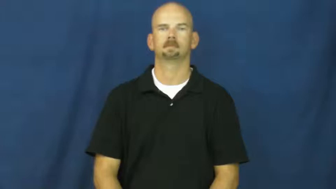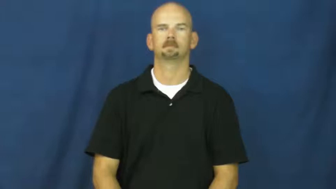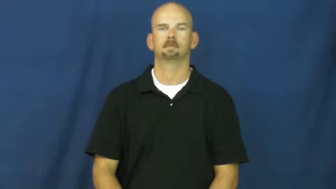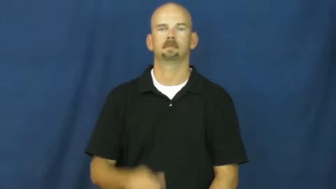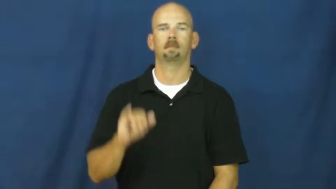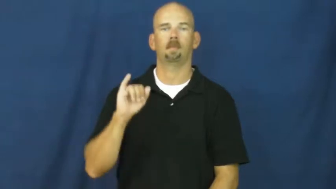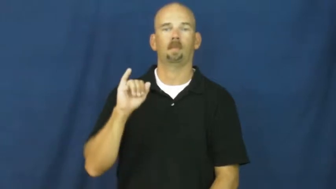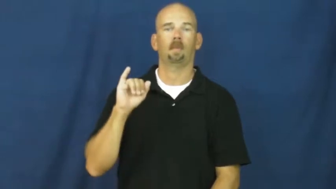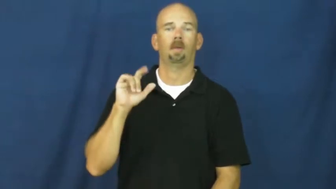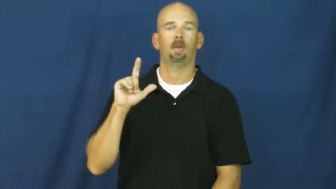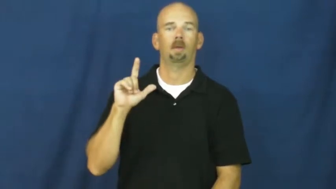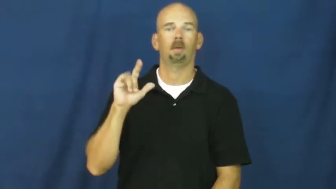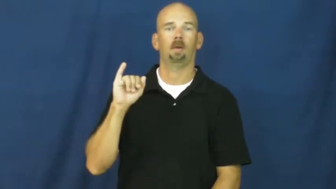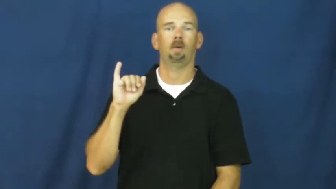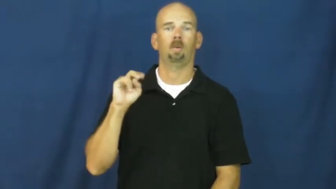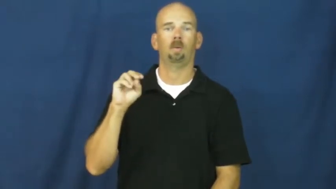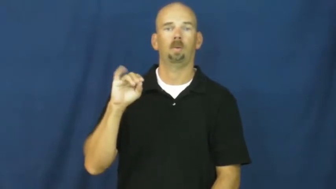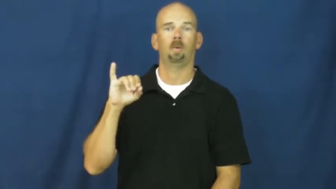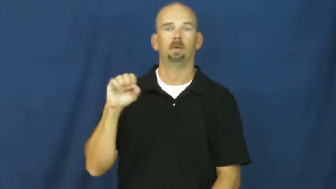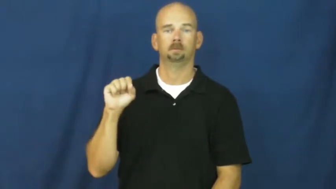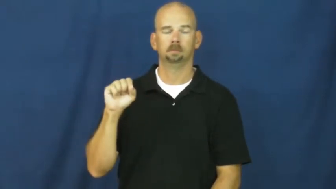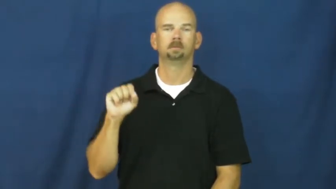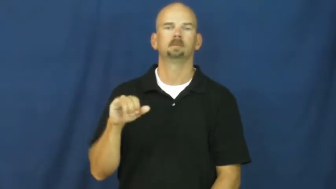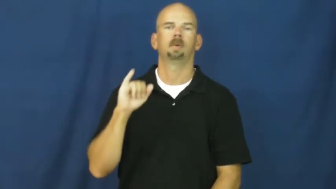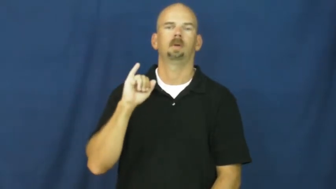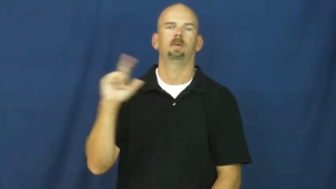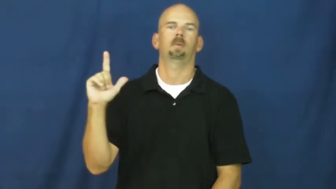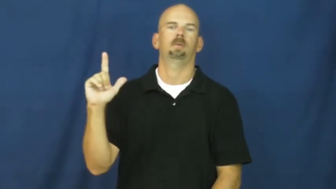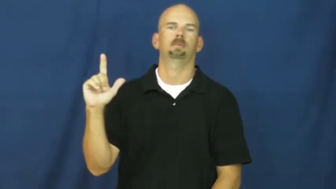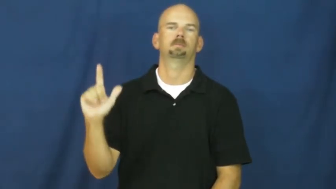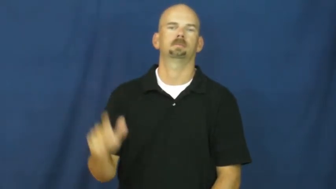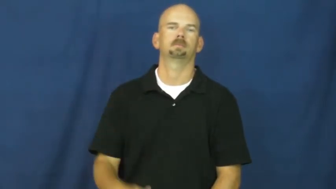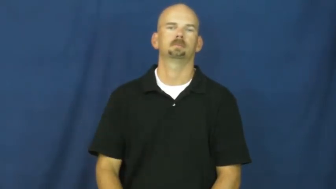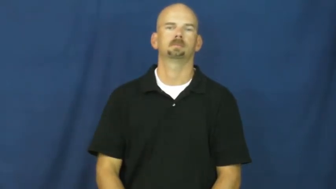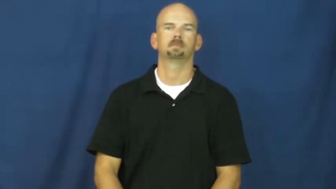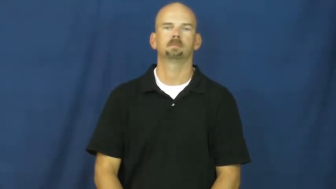illinois